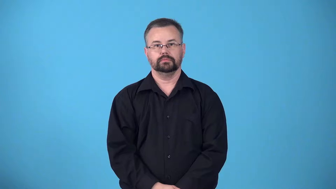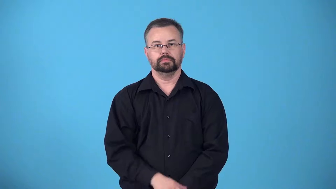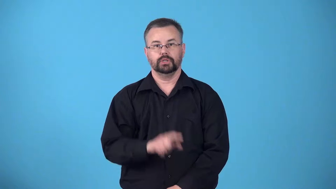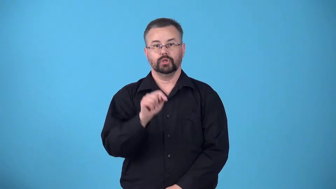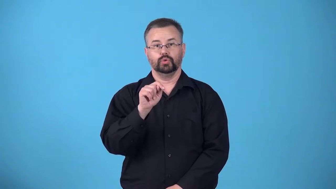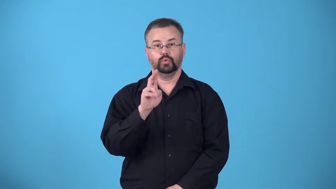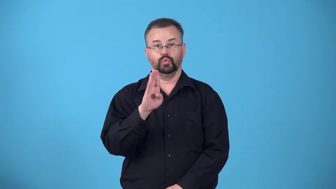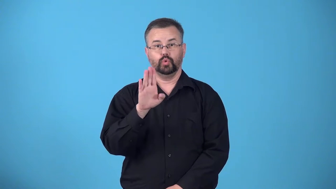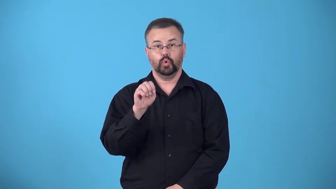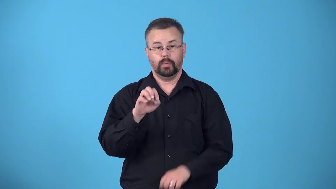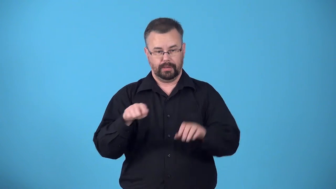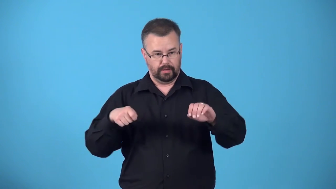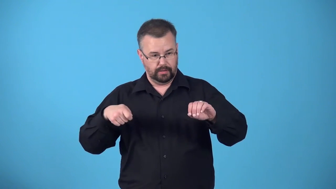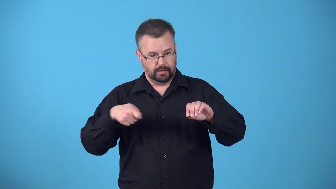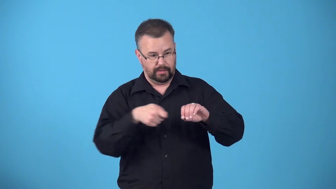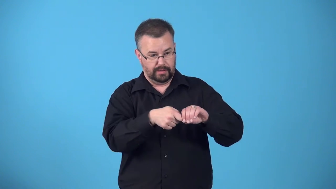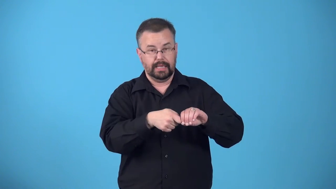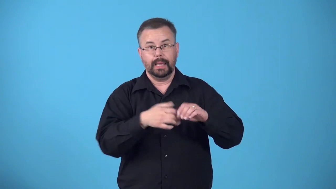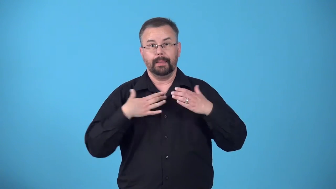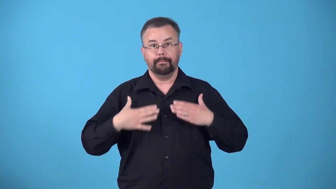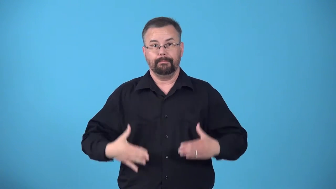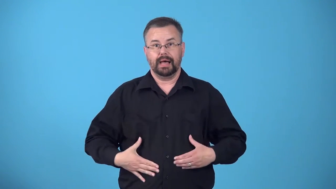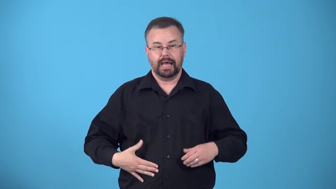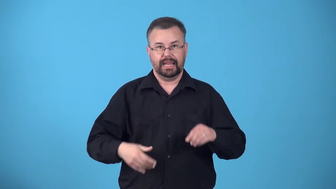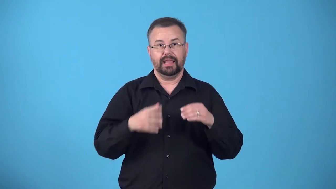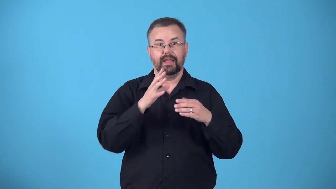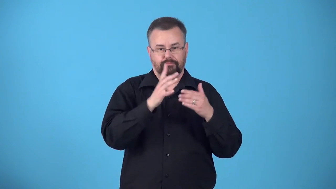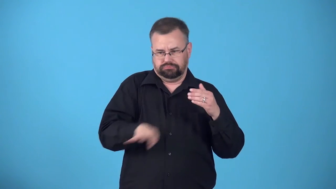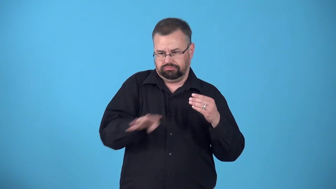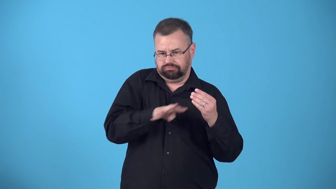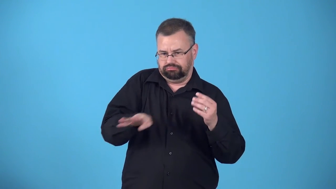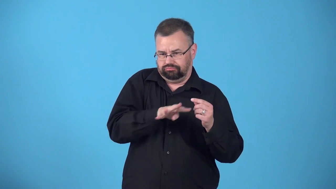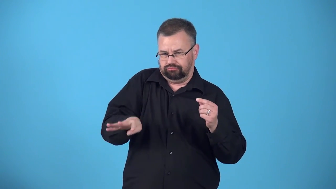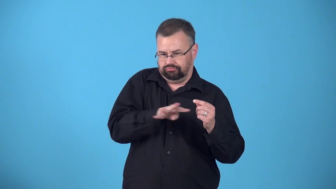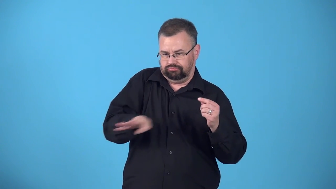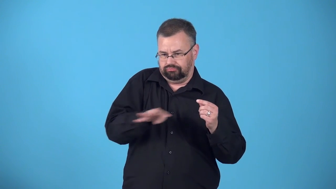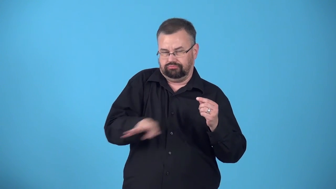catheterize